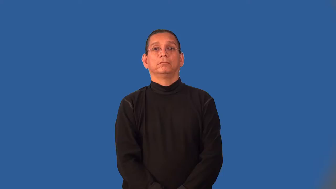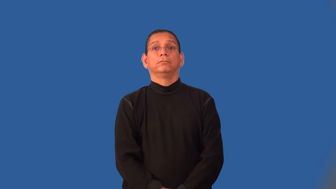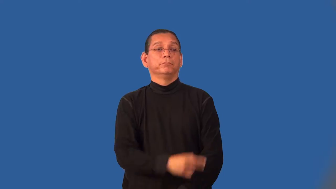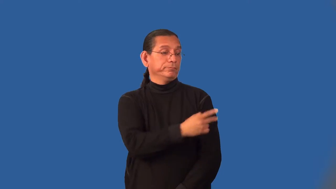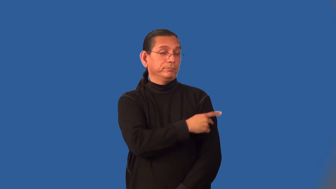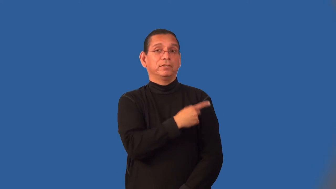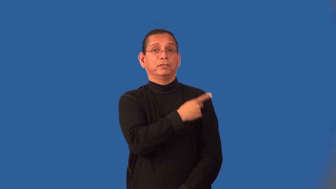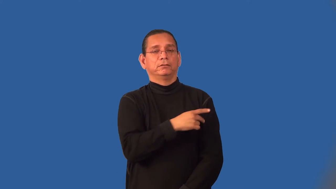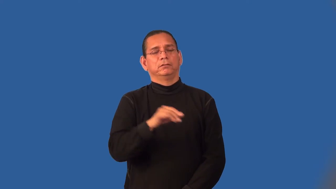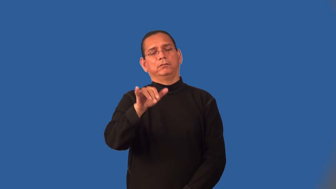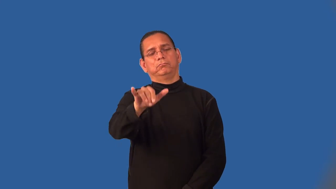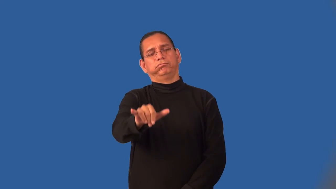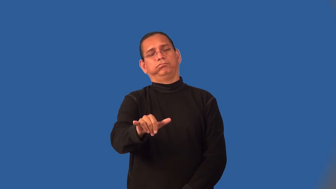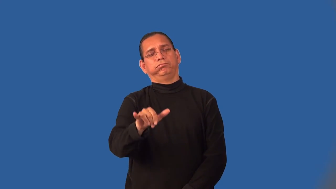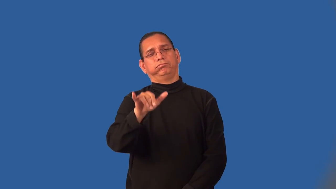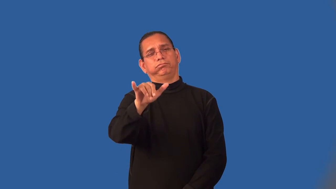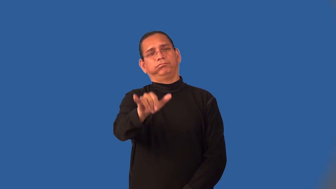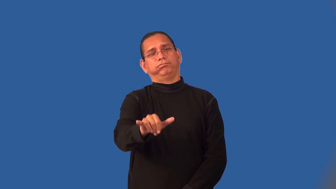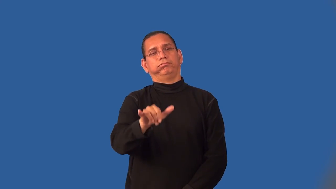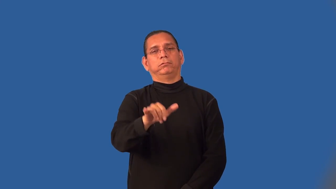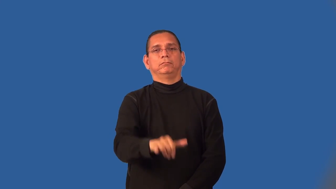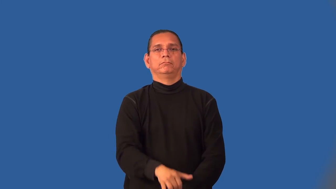inpatient